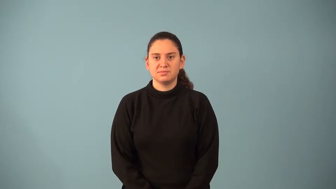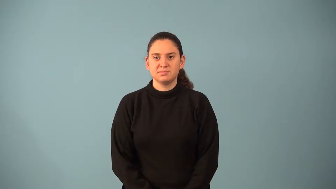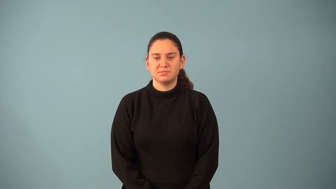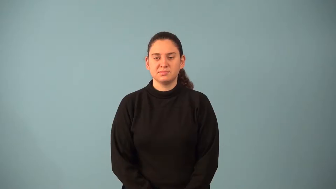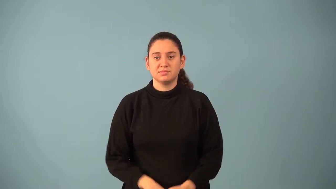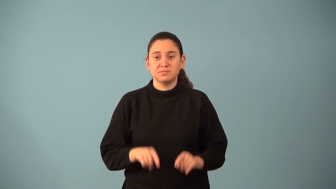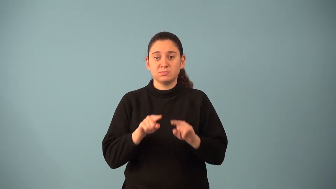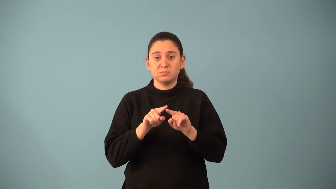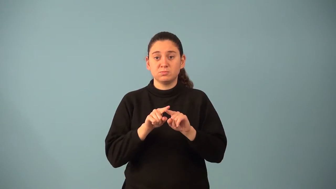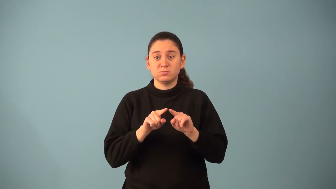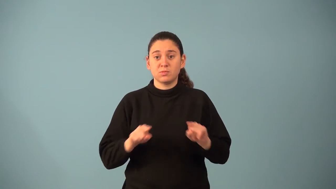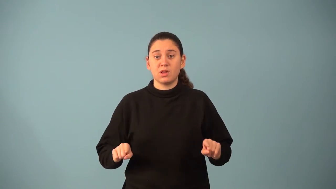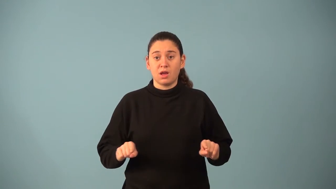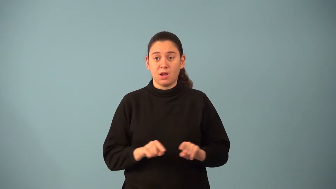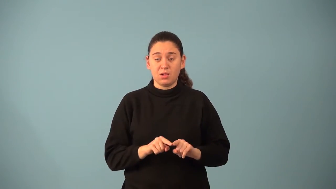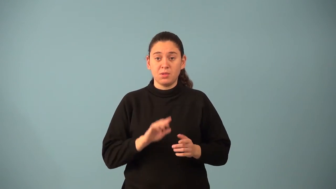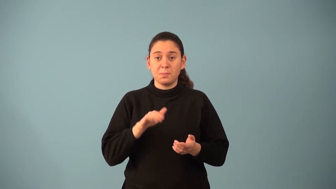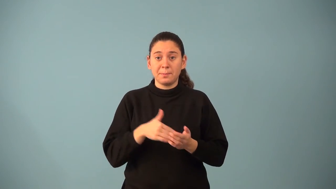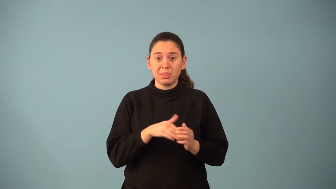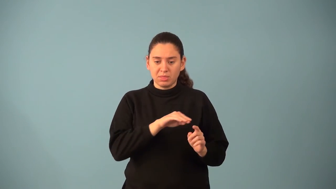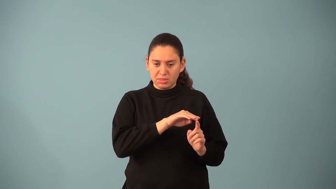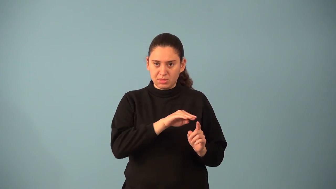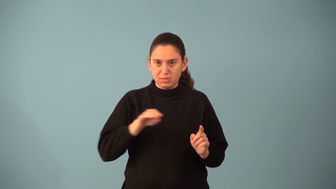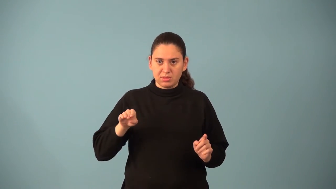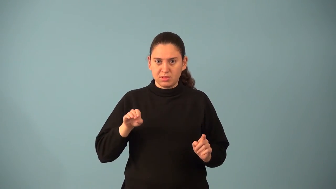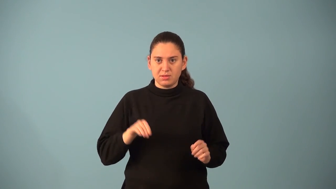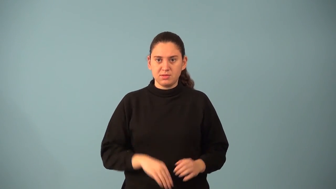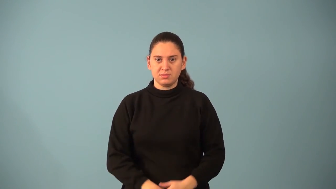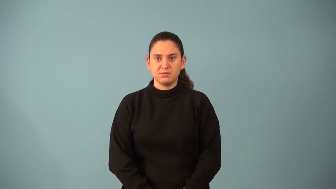midsegment